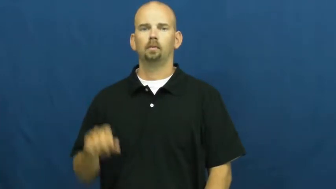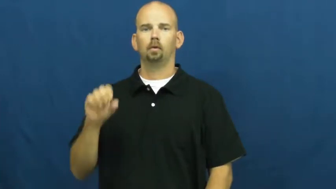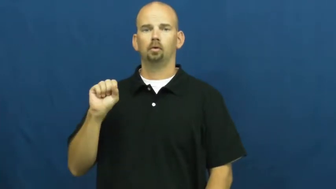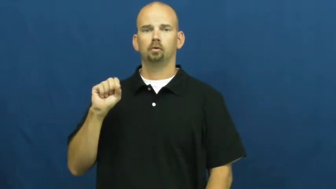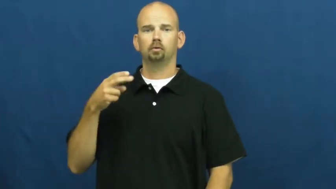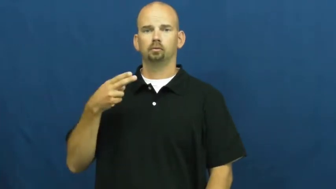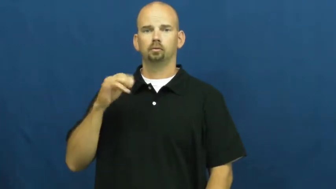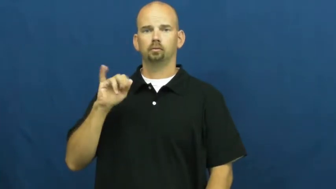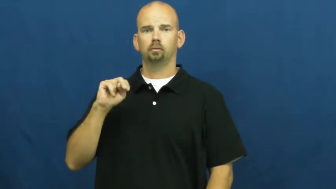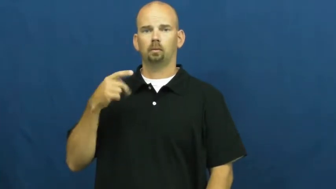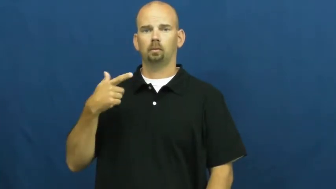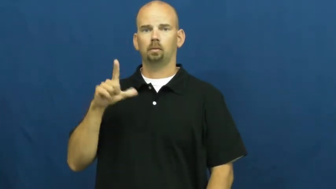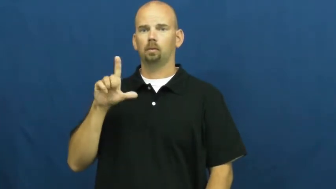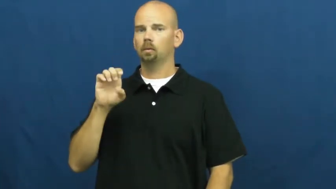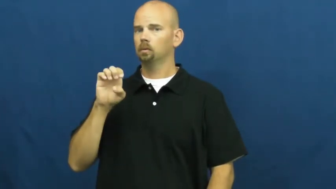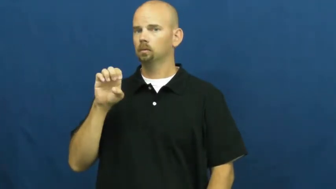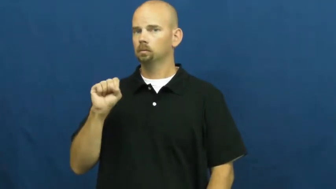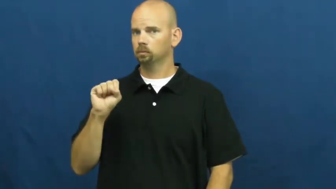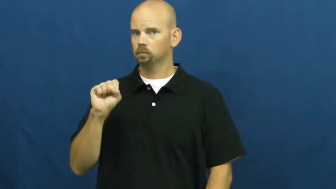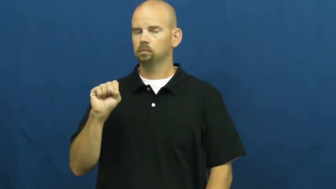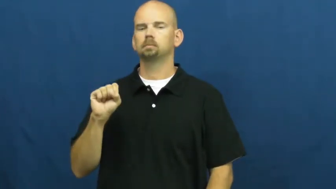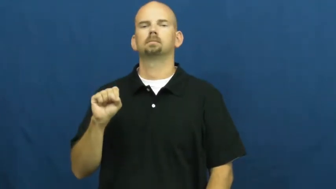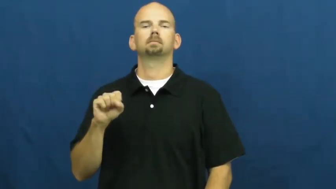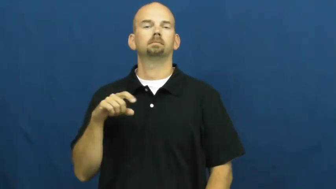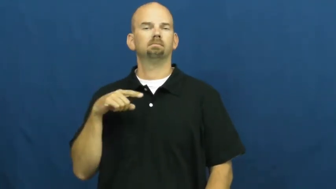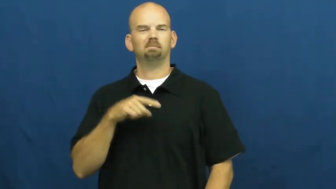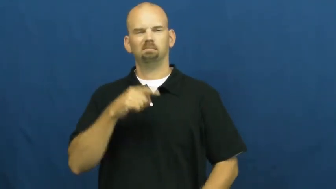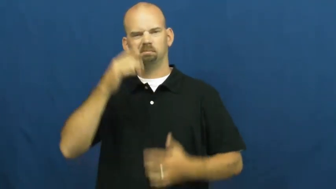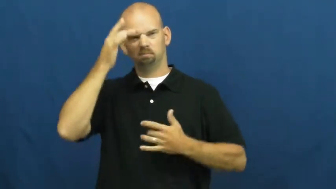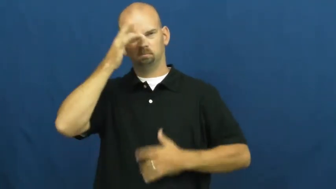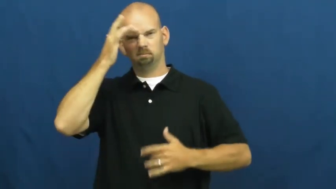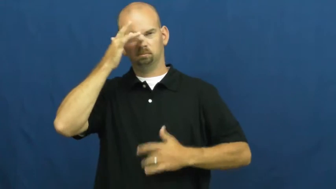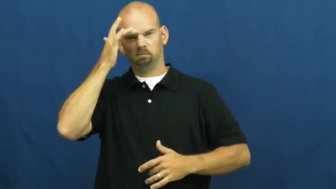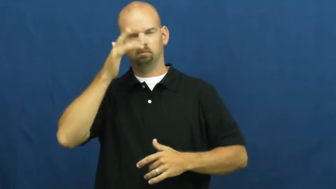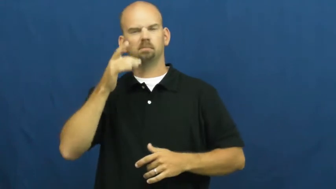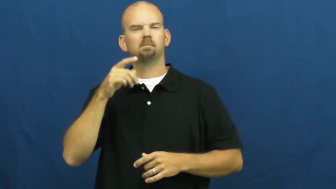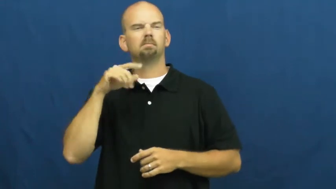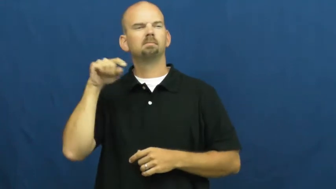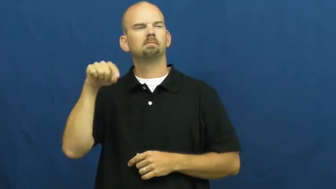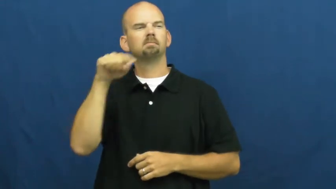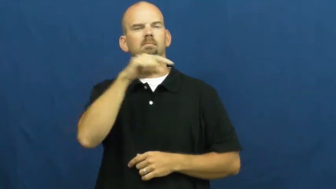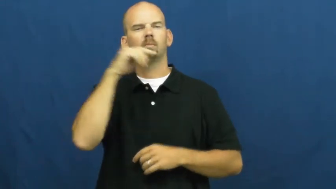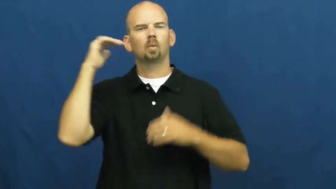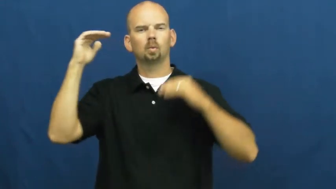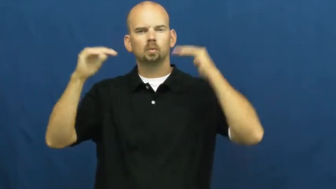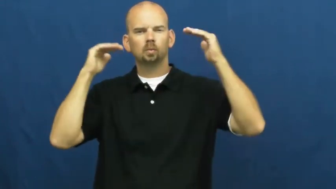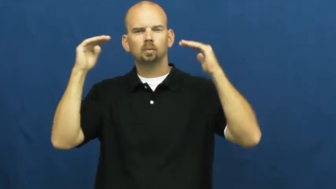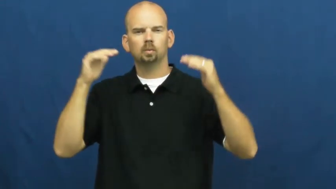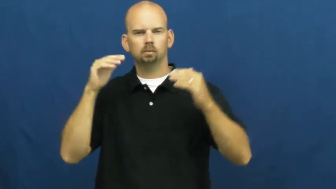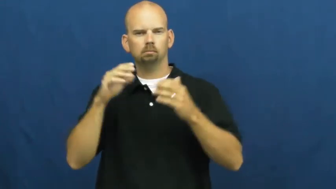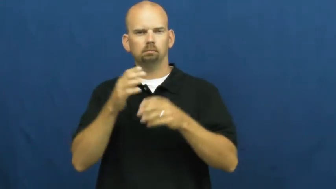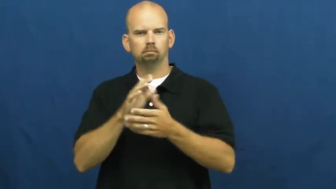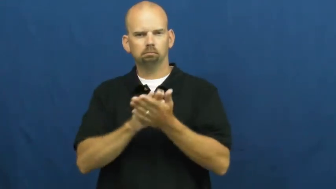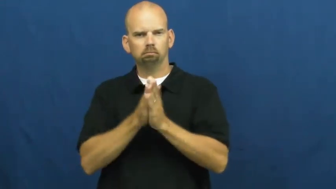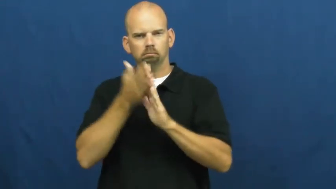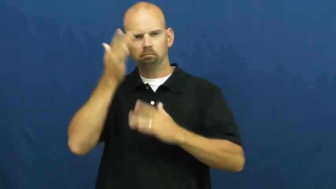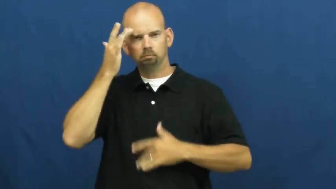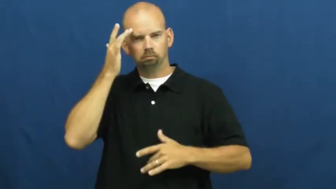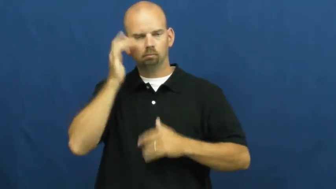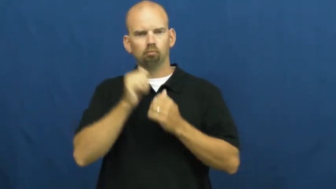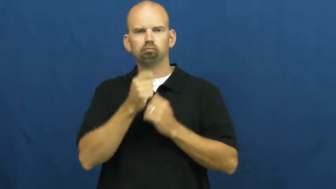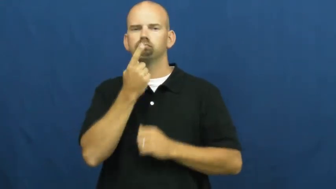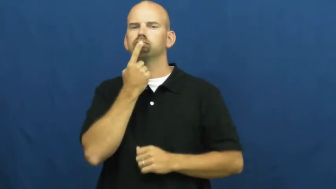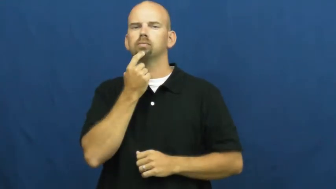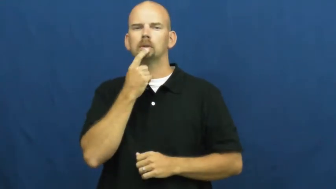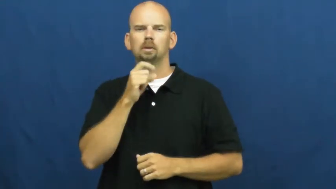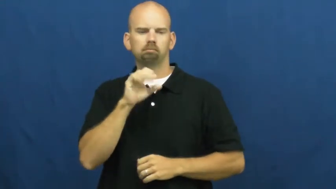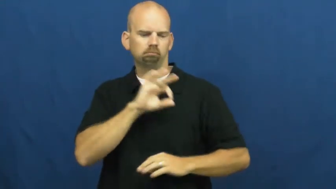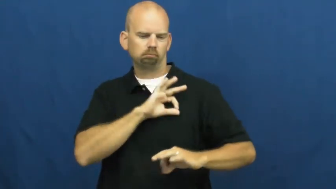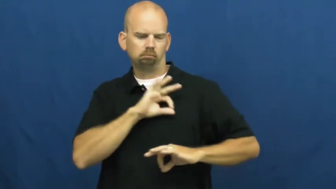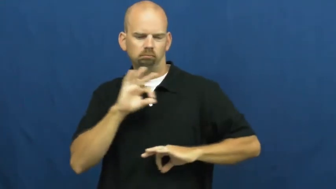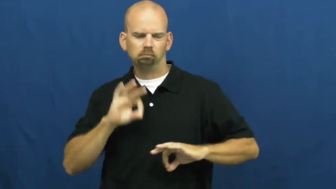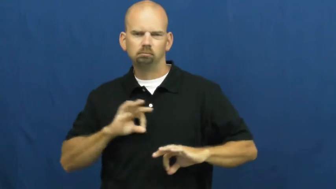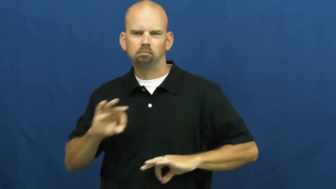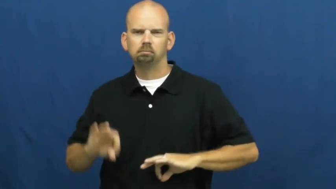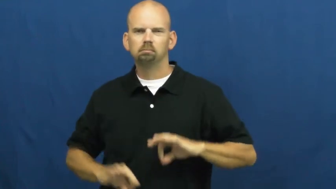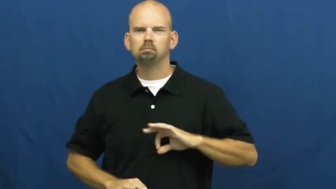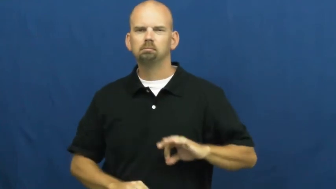shingles-sick